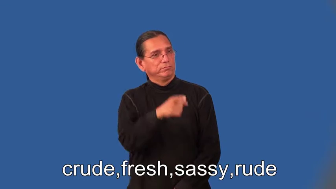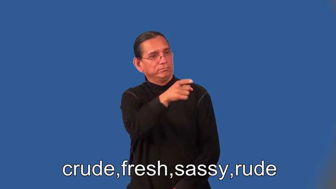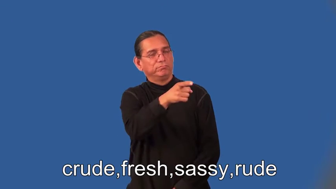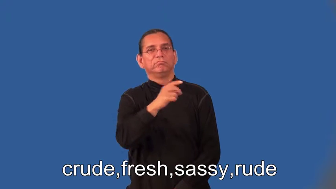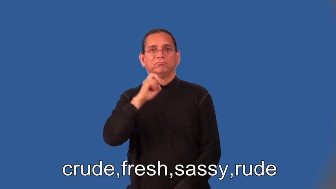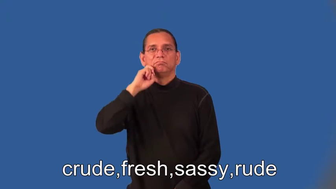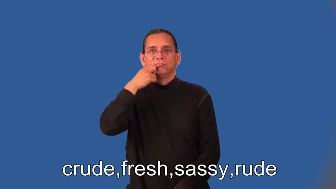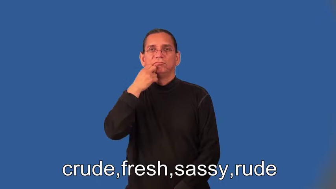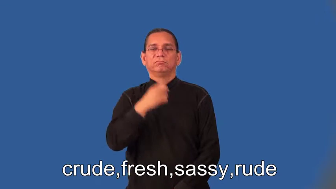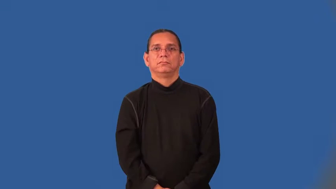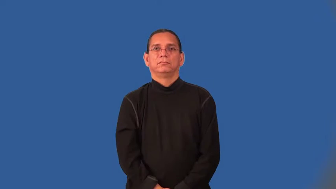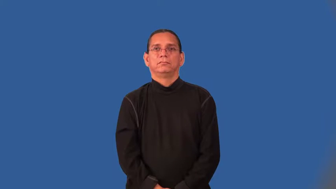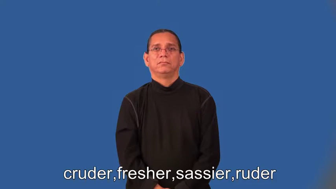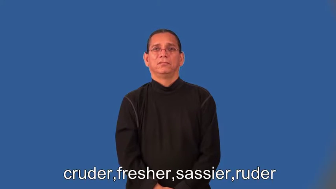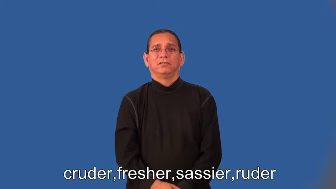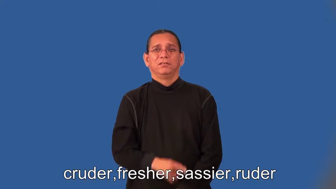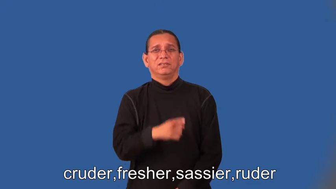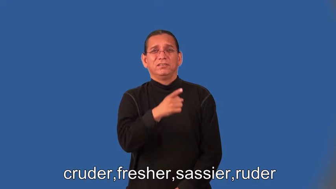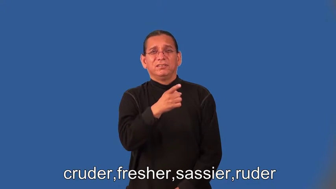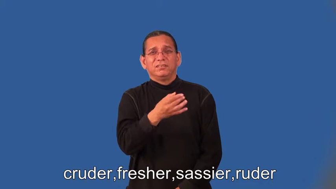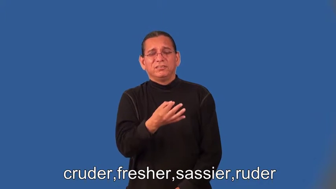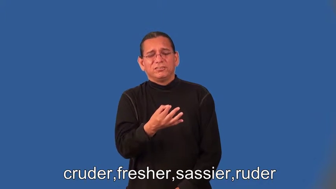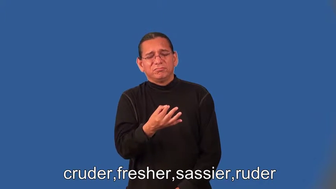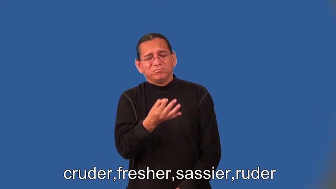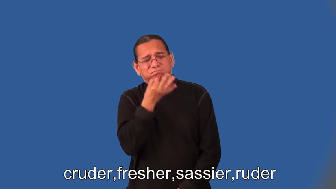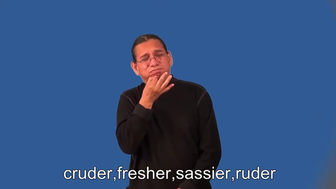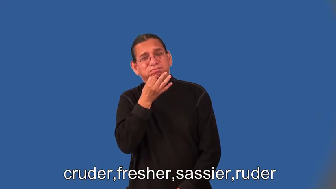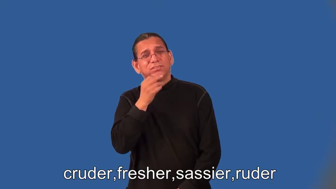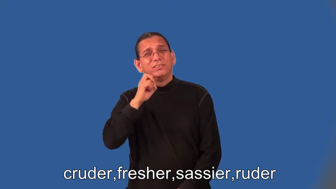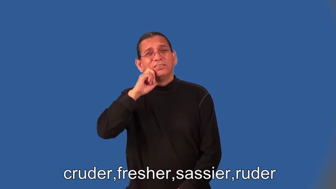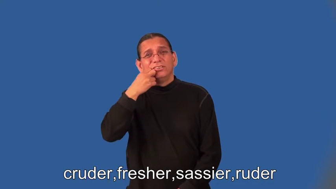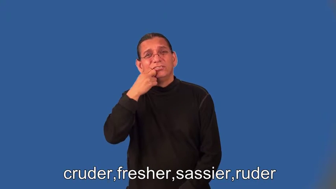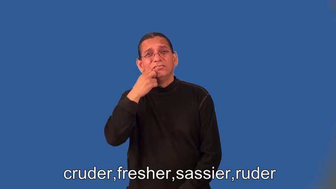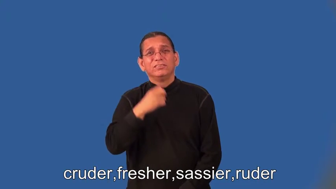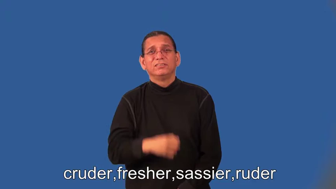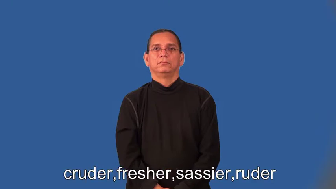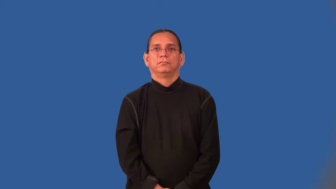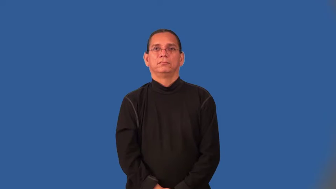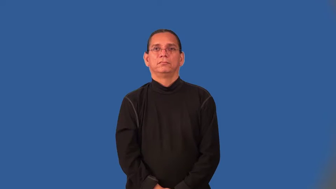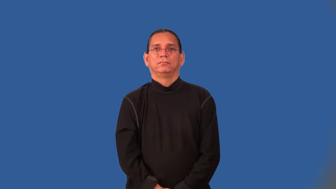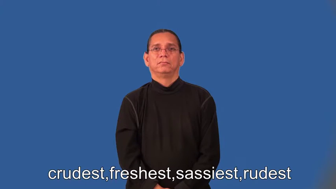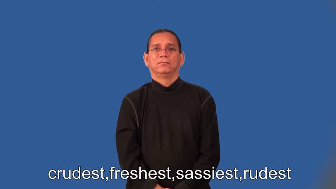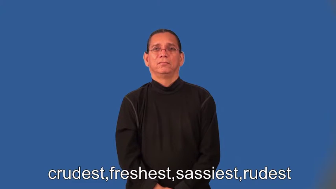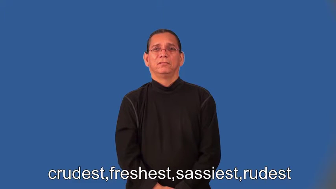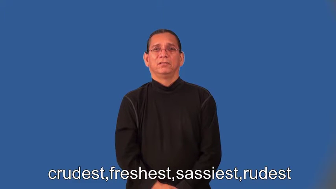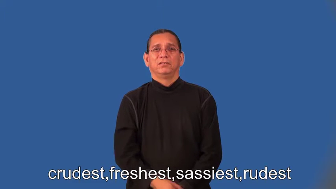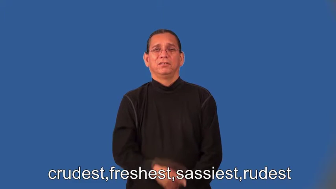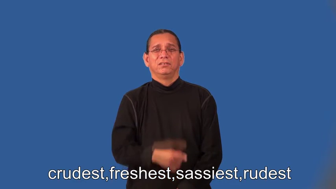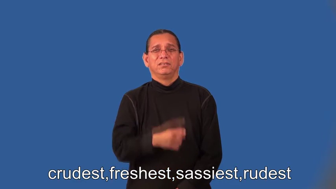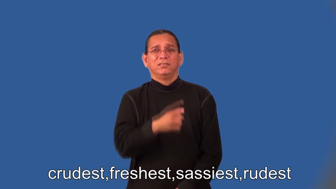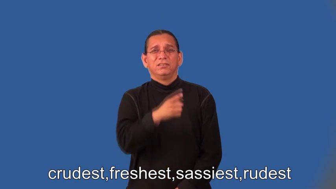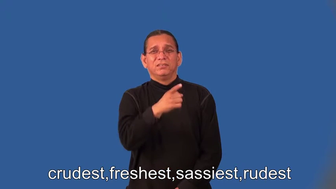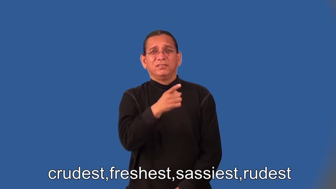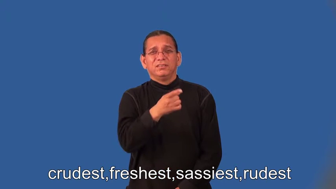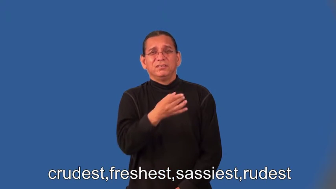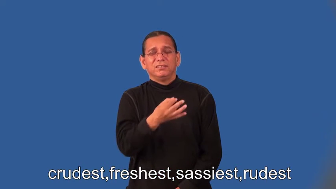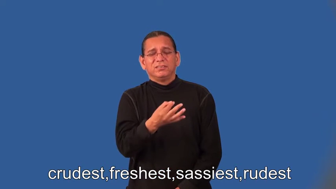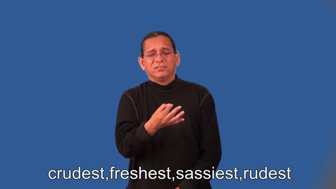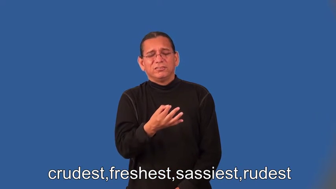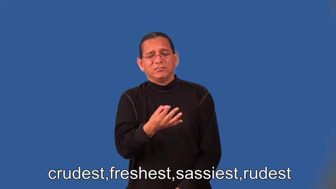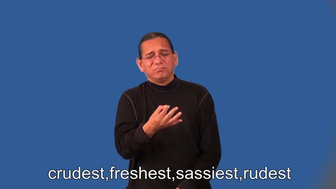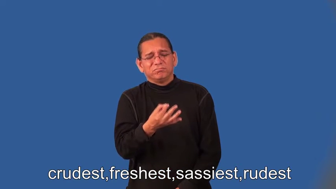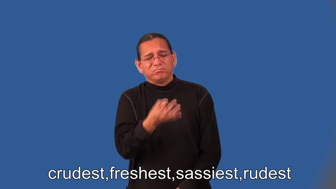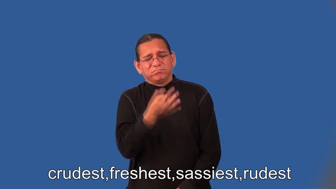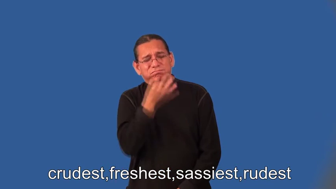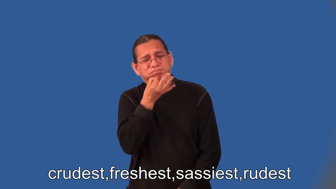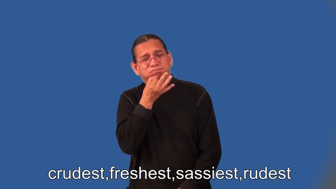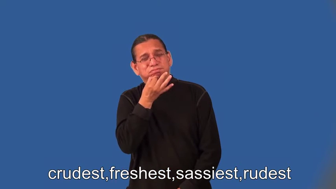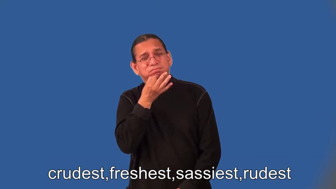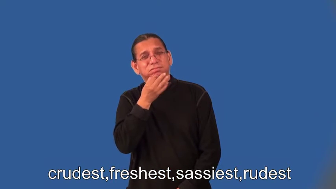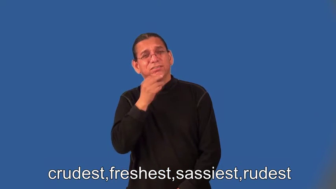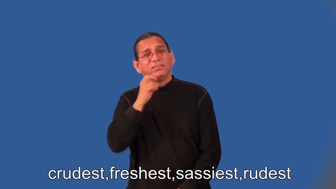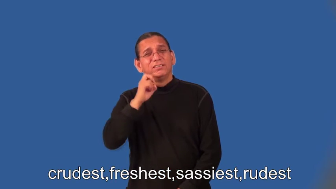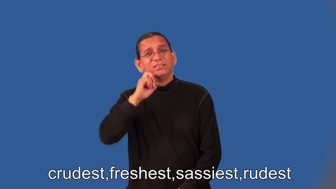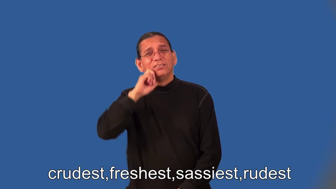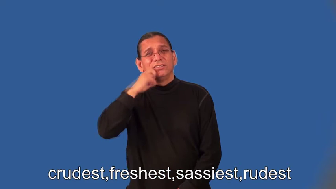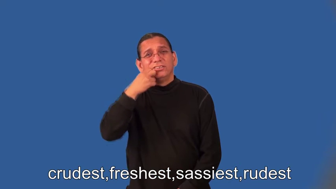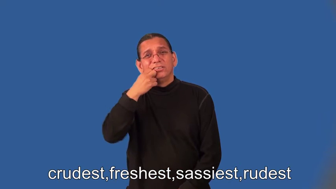cruder,fresher,sassier,ruder,crudest,freshest,sassiest,rudest